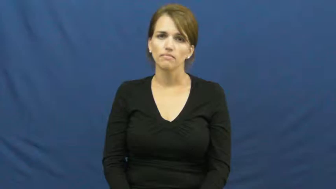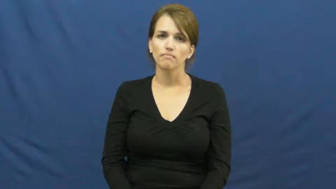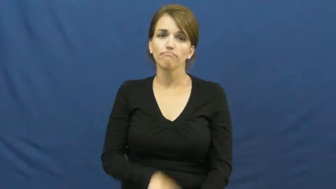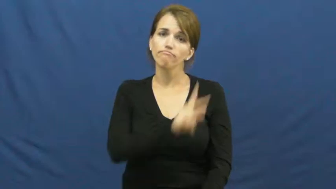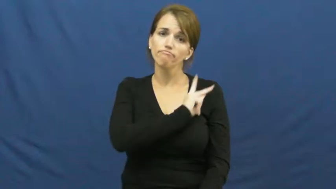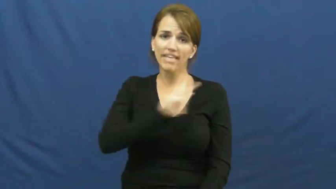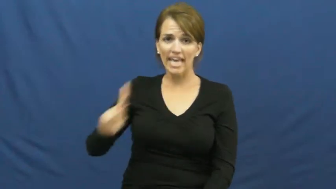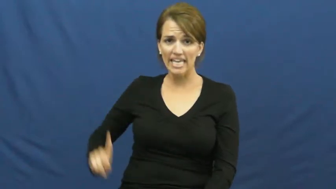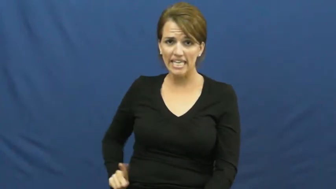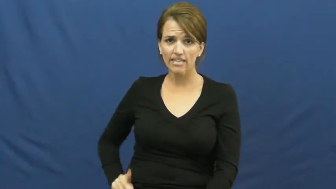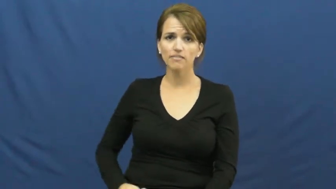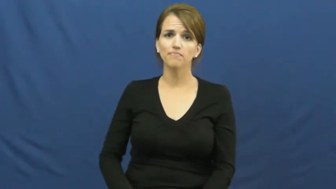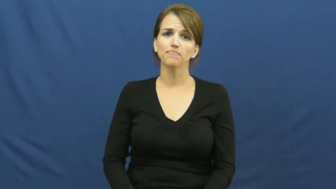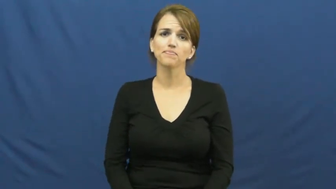king,majesty,monarch,potentate,crown-person